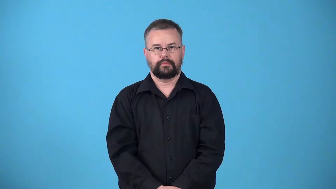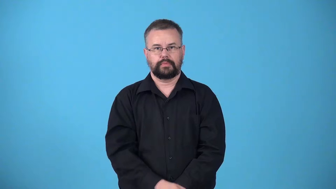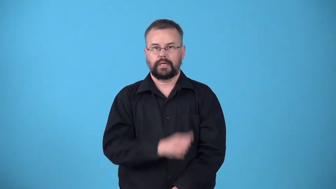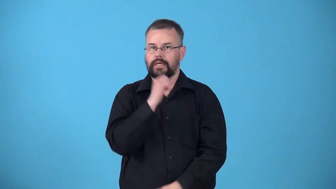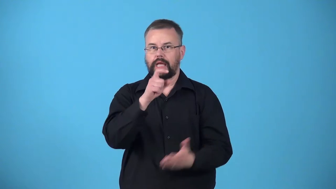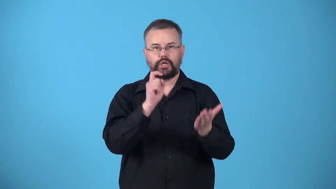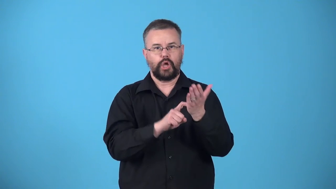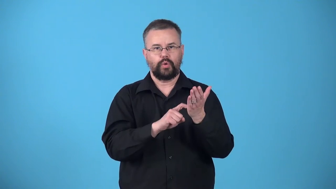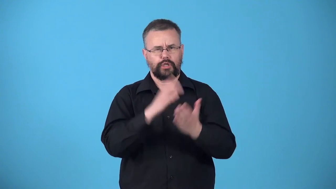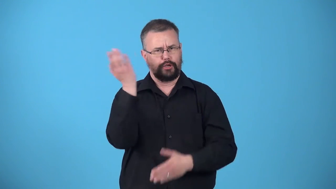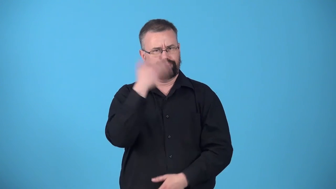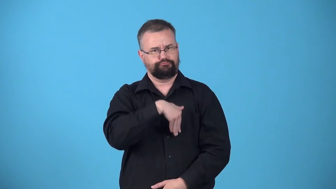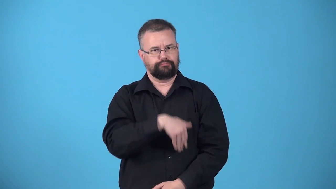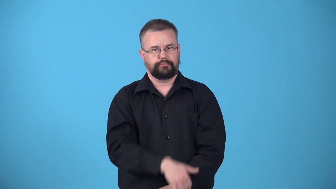unnoticeable